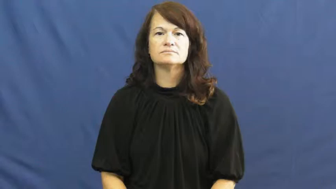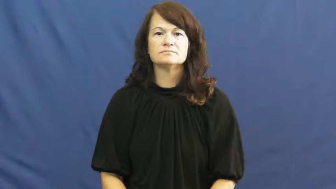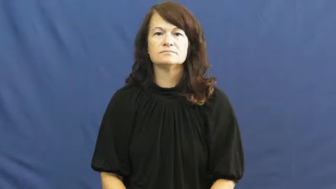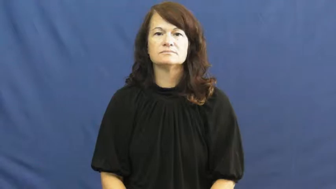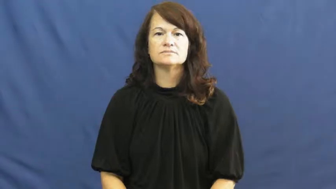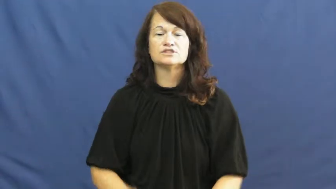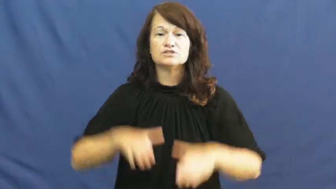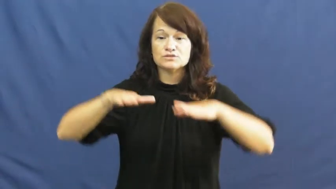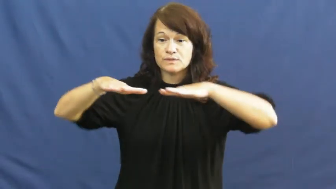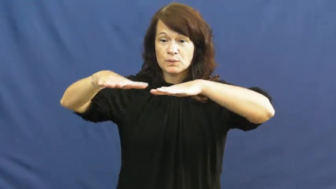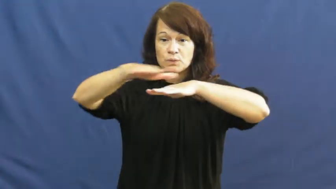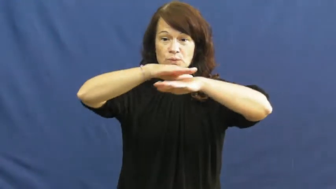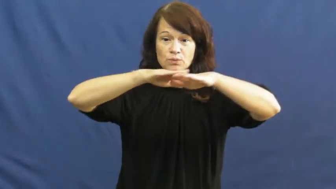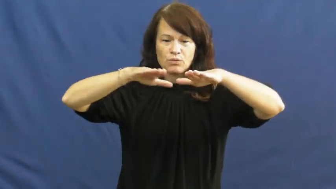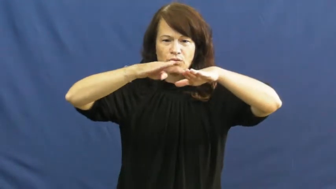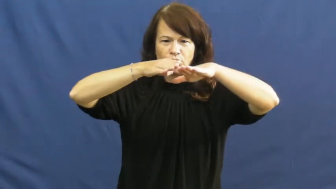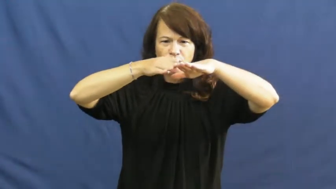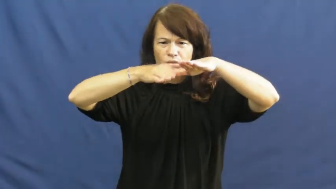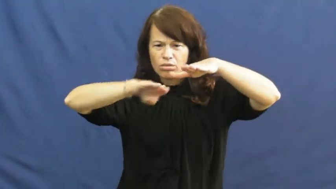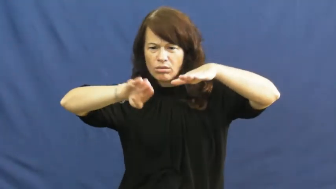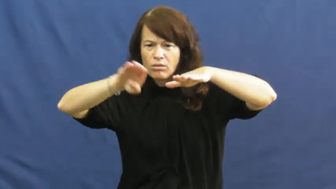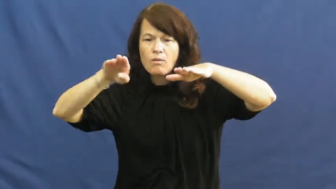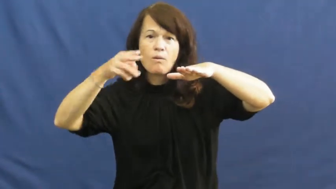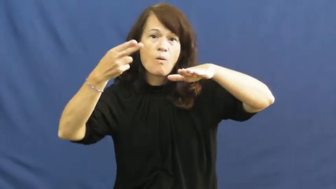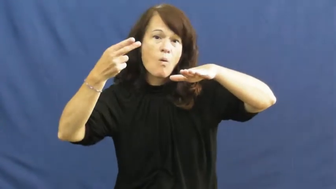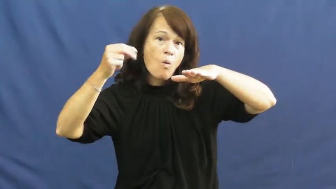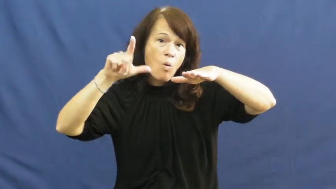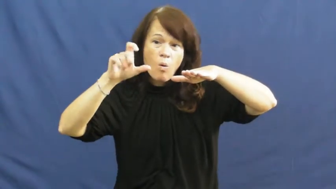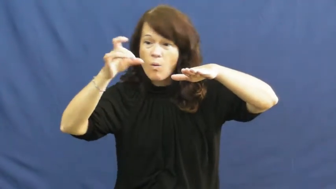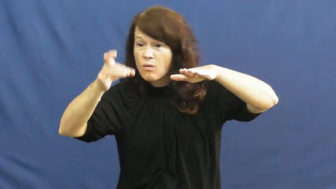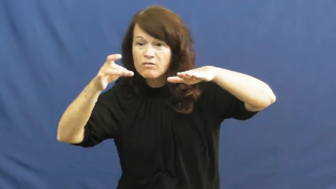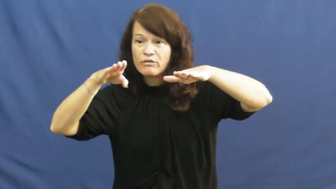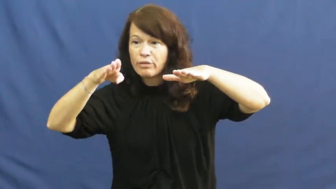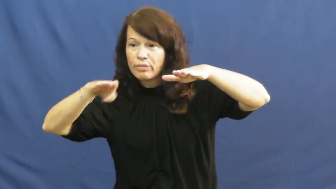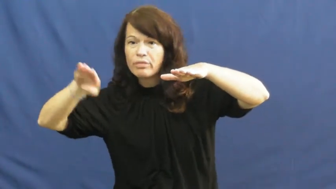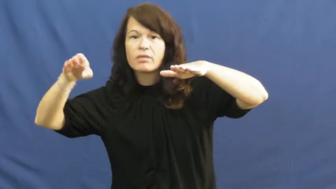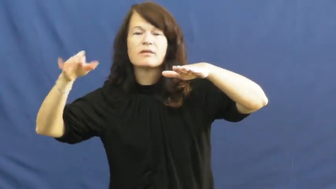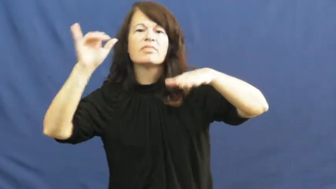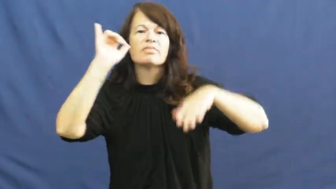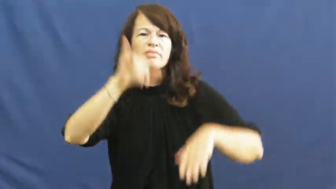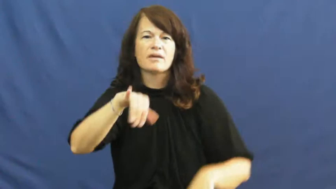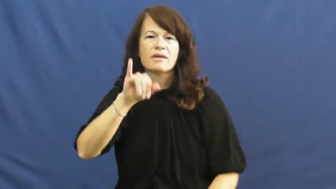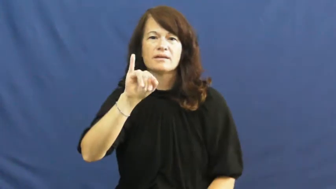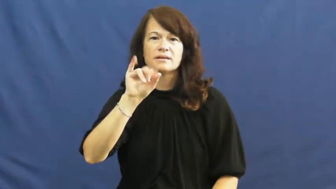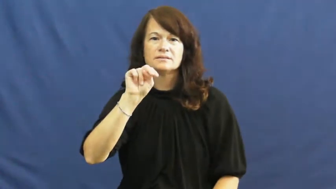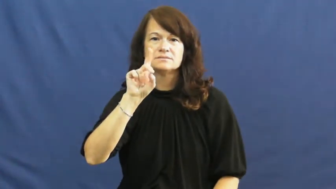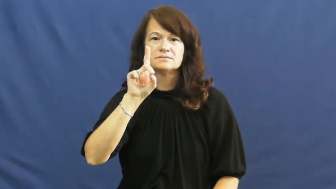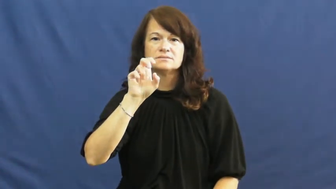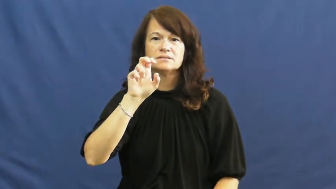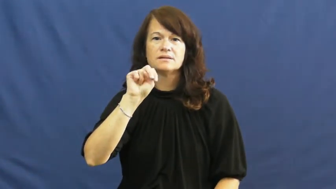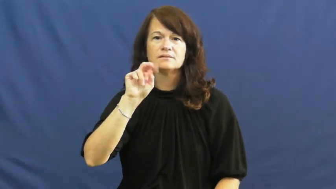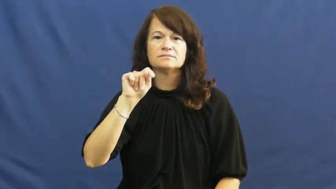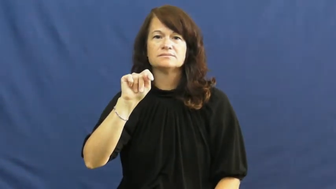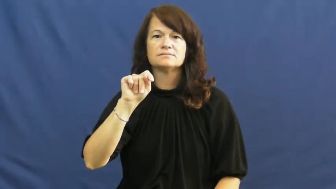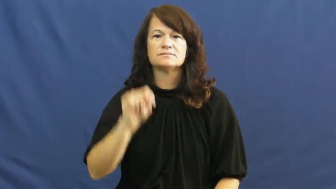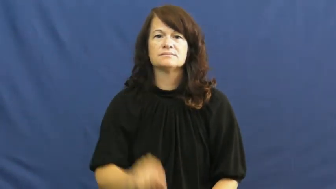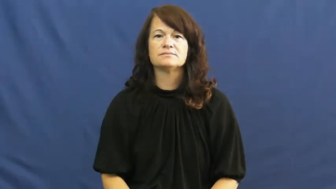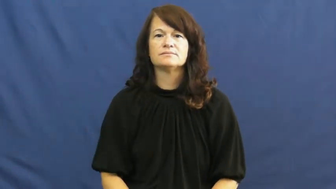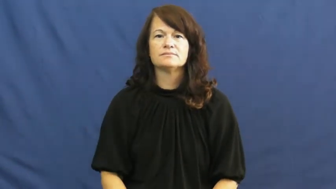indentation-hole